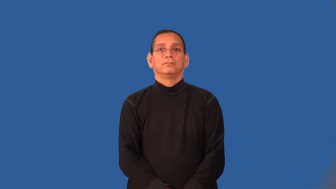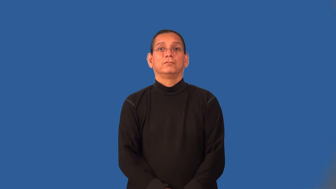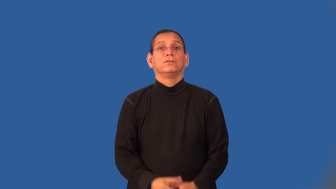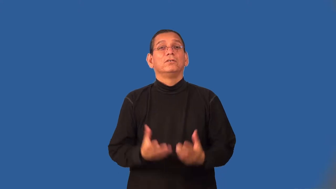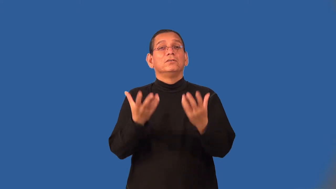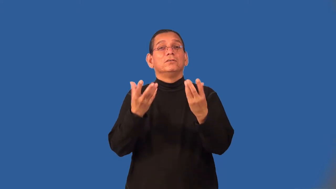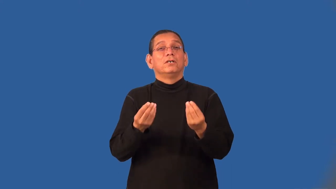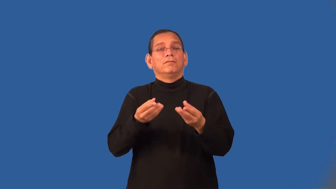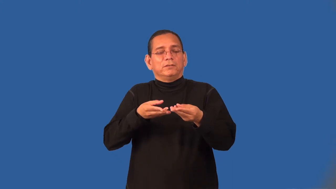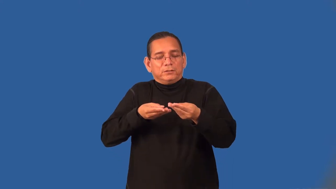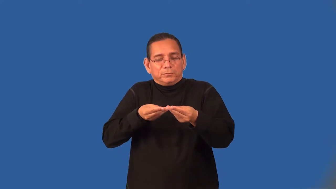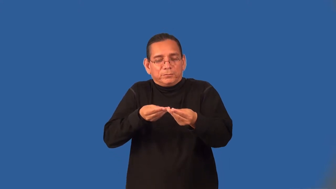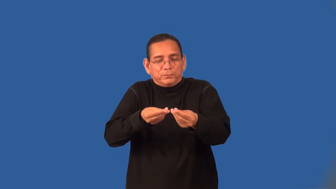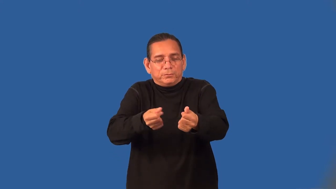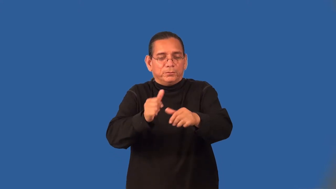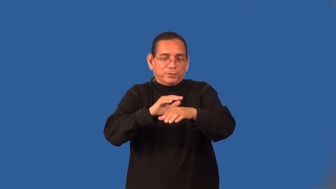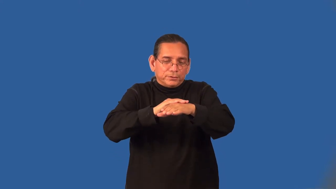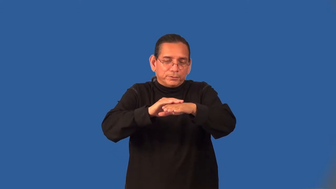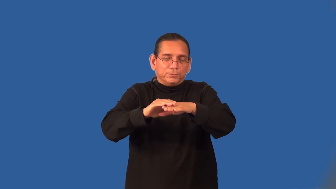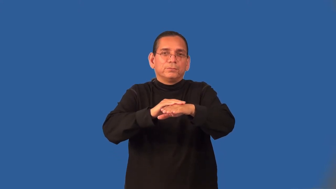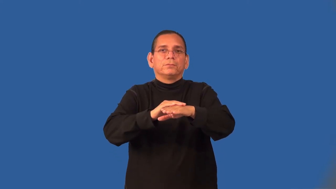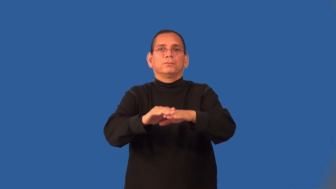velvety